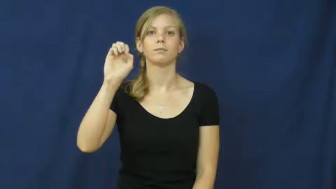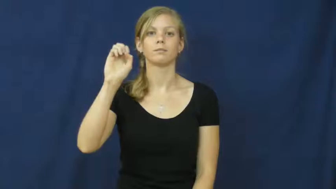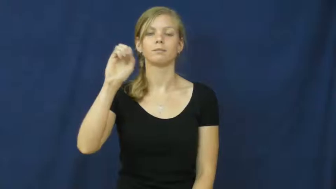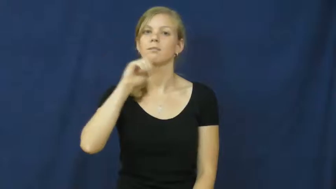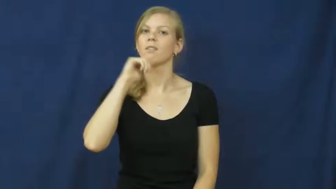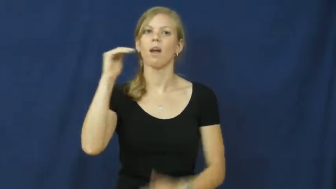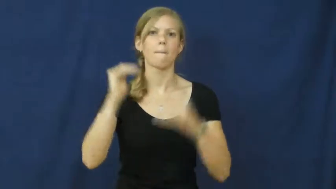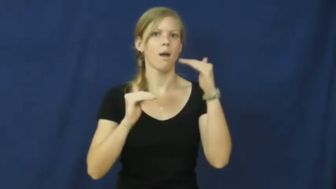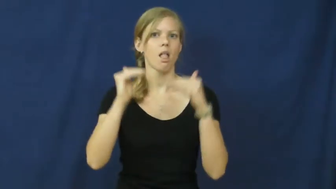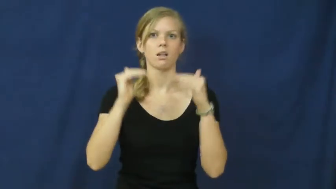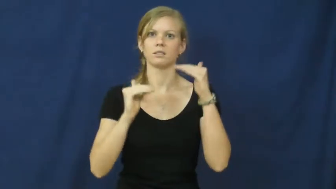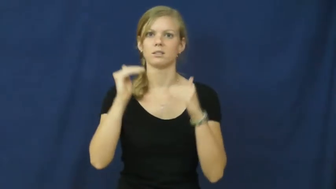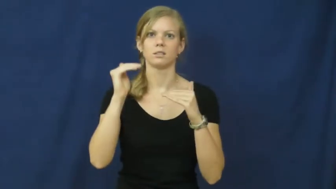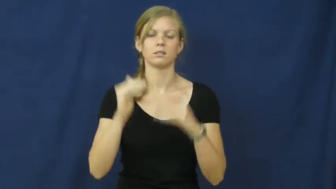asymmetry